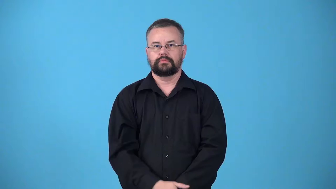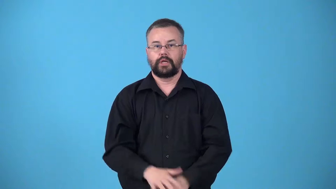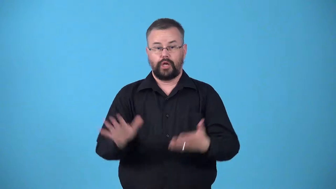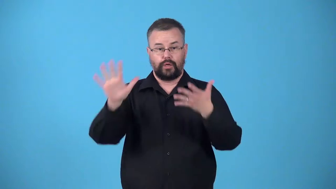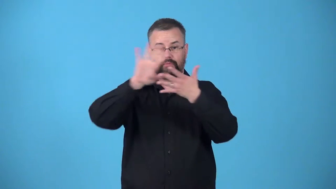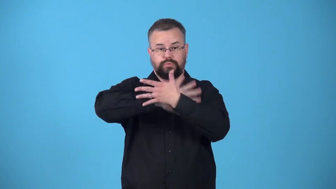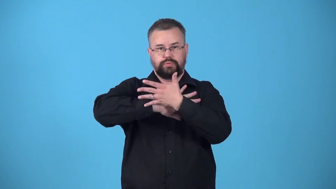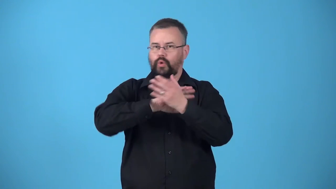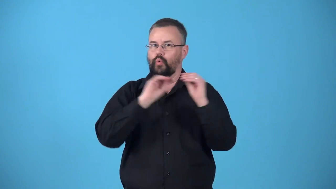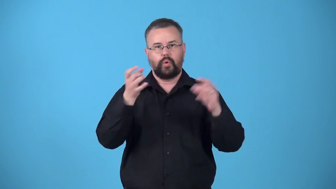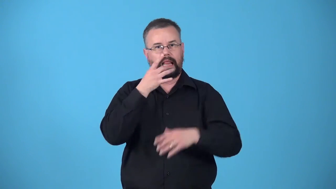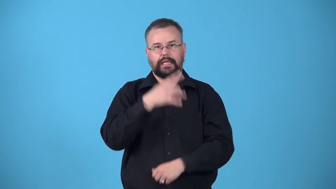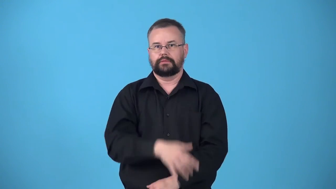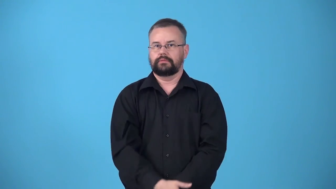unexposed-not uncovered or processed